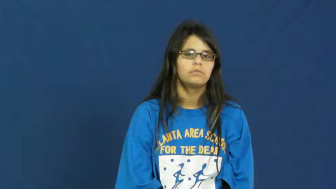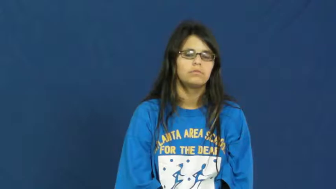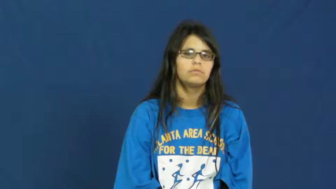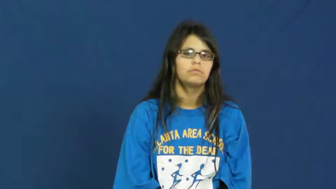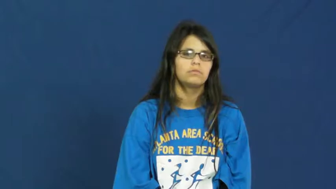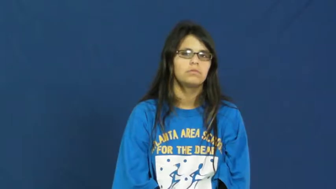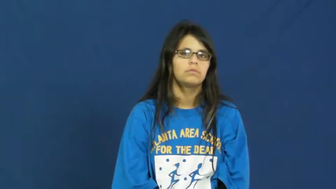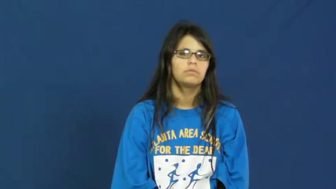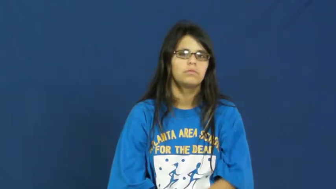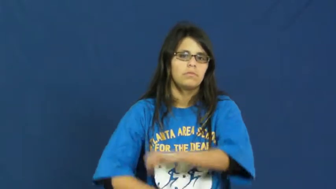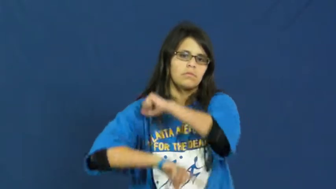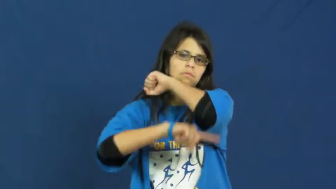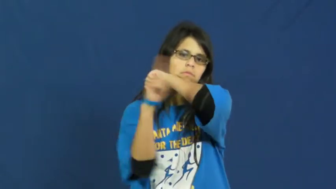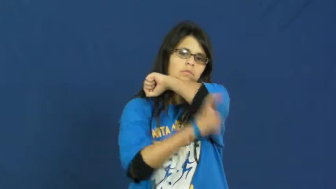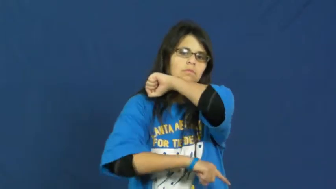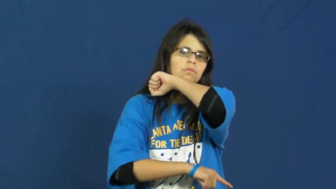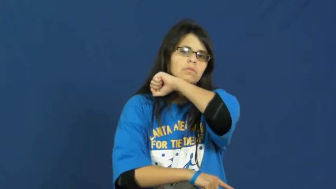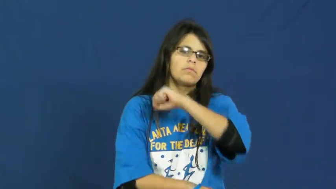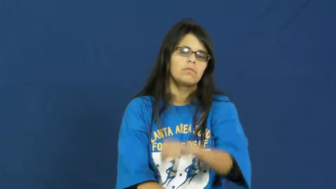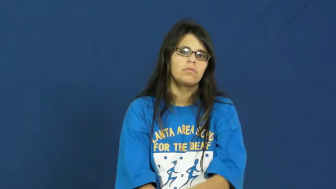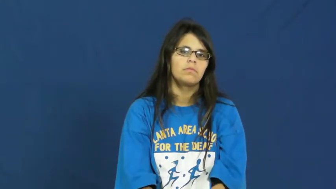penance,perdition